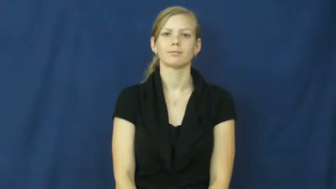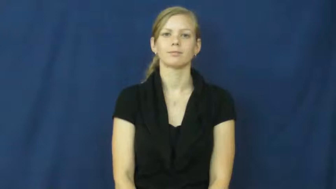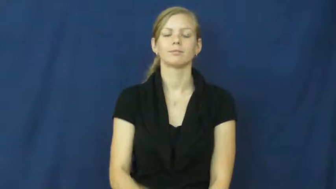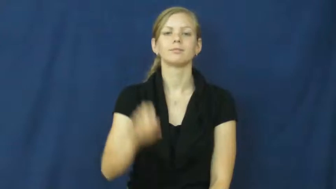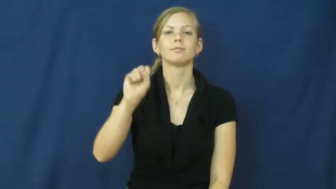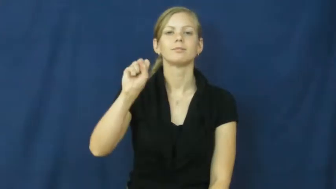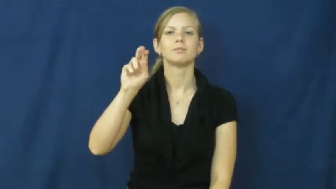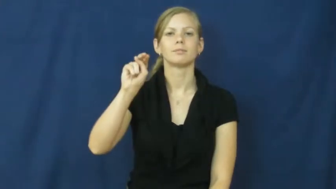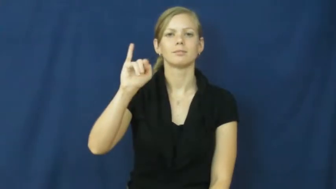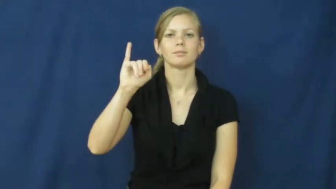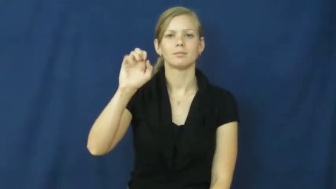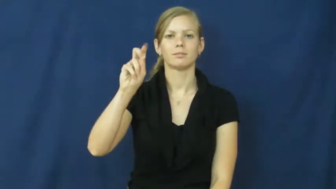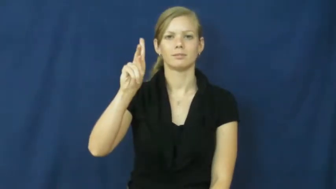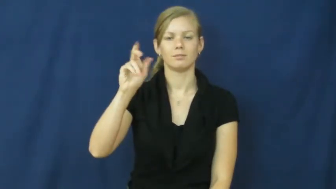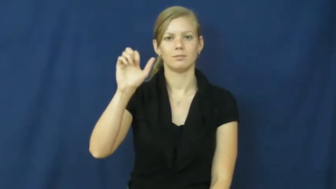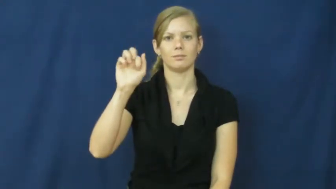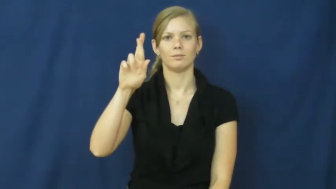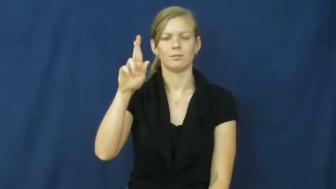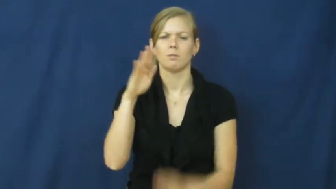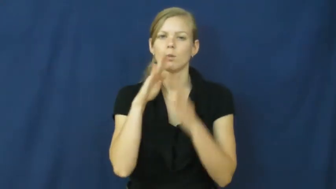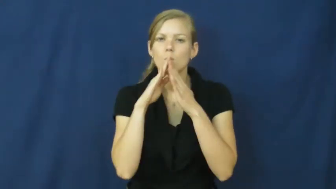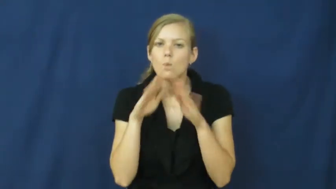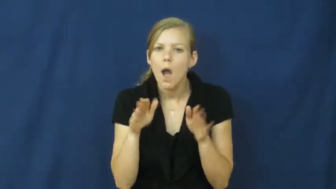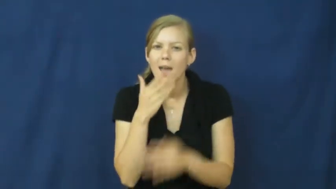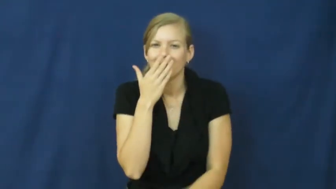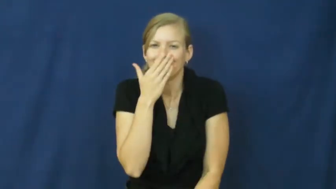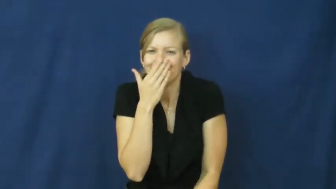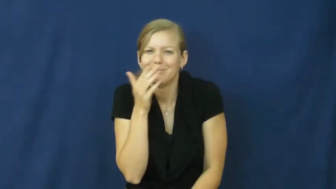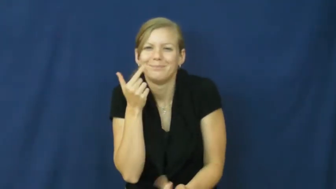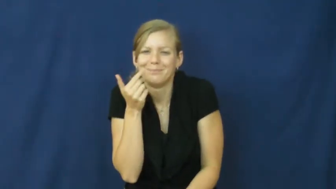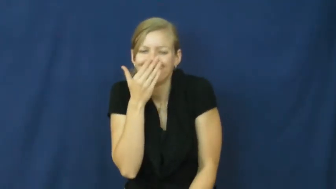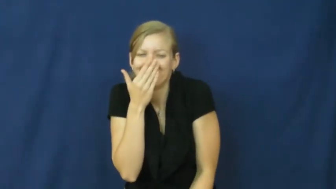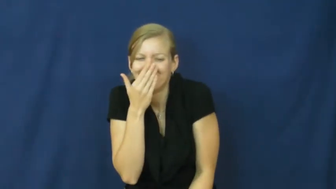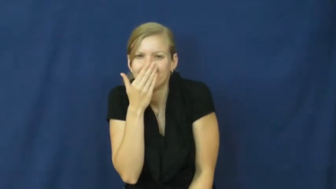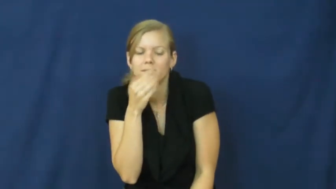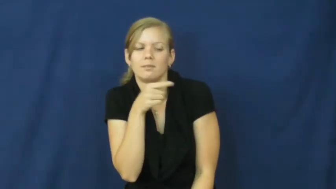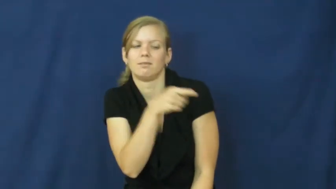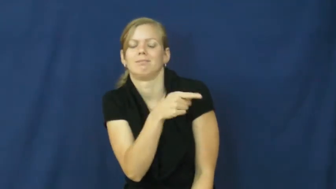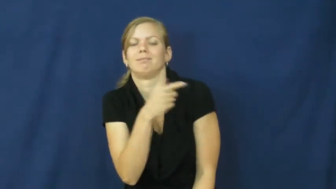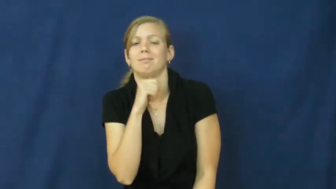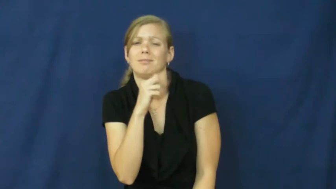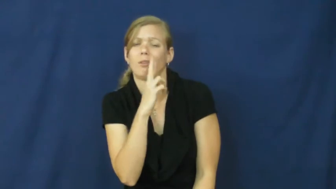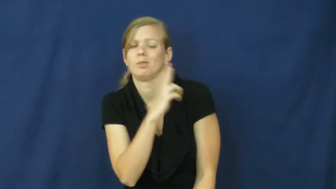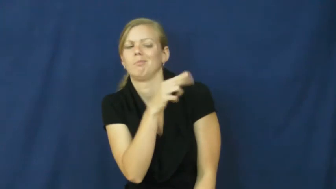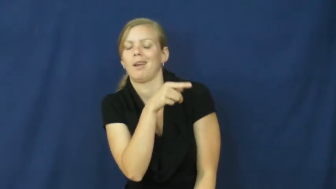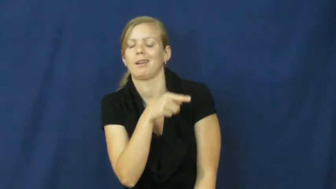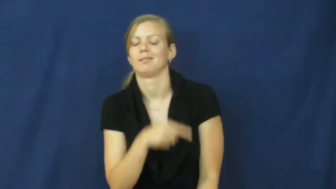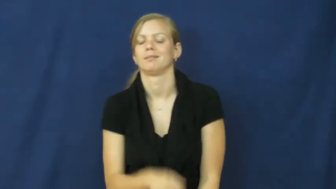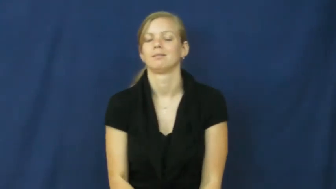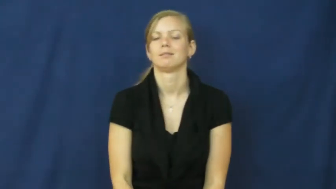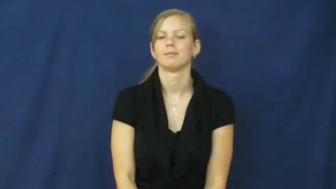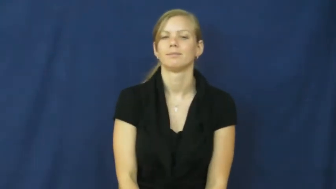snicker